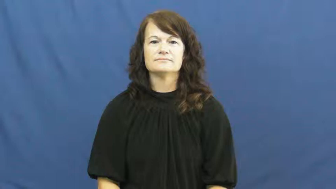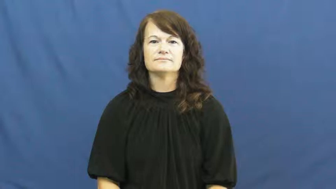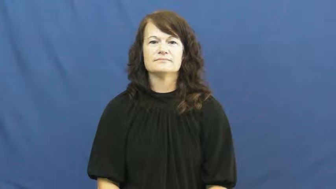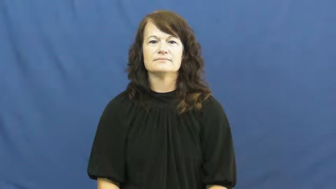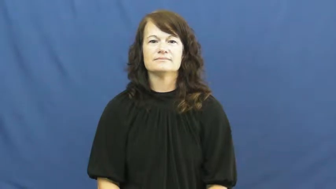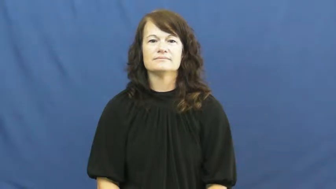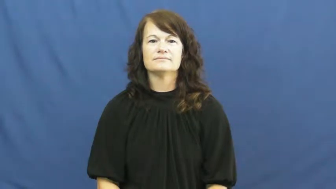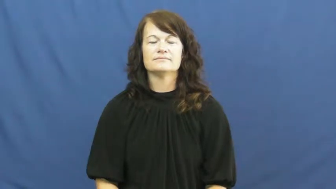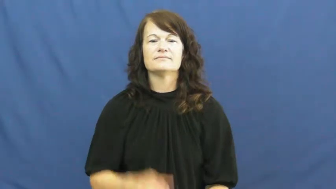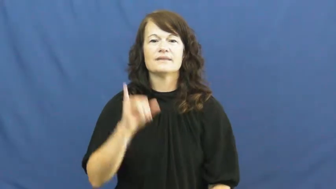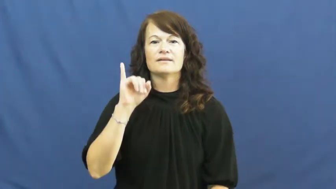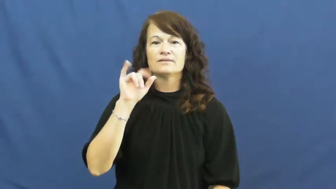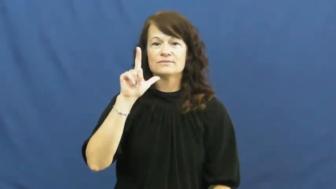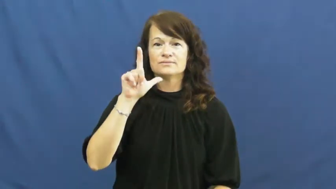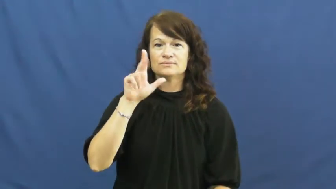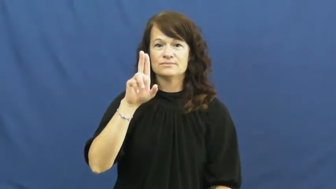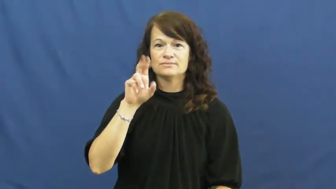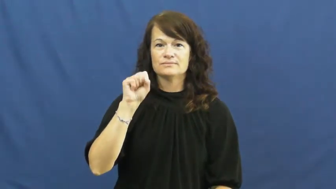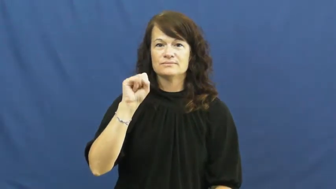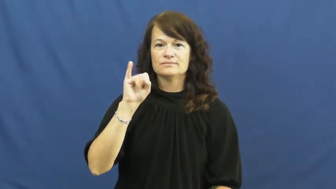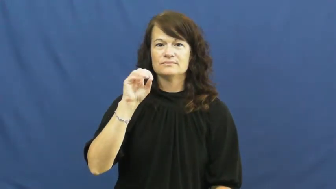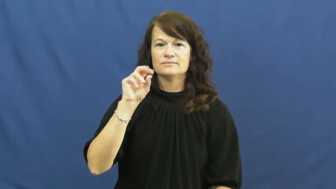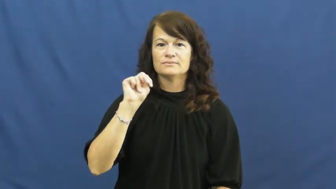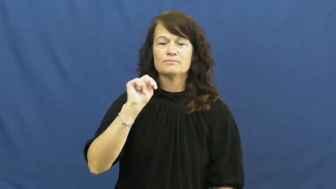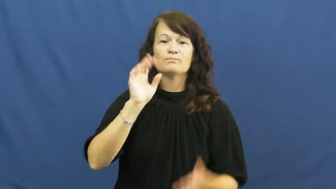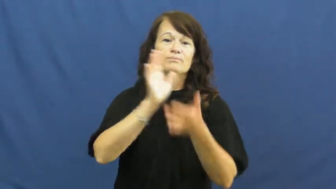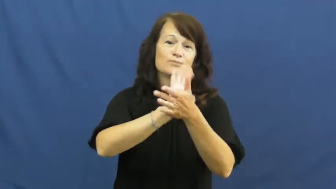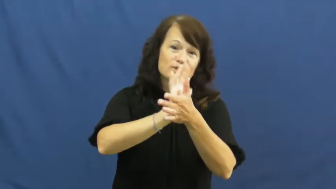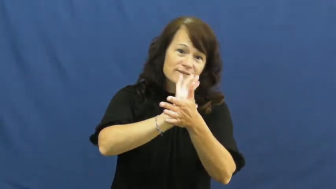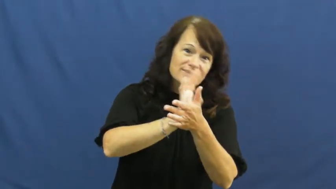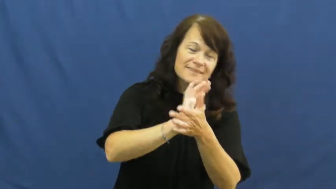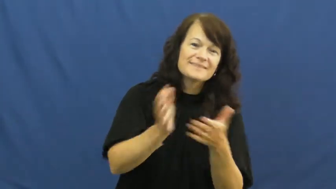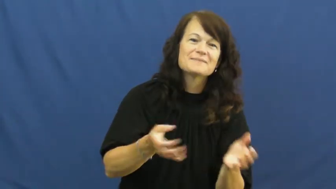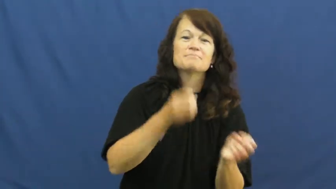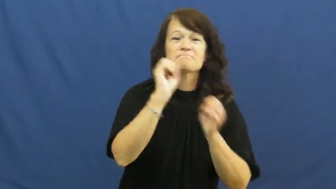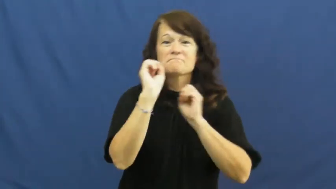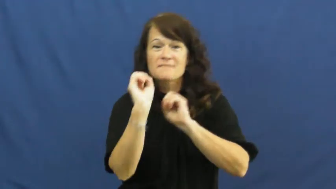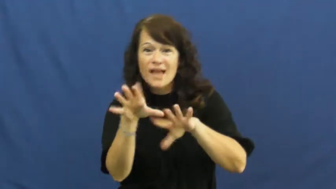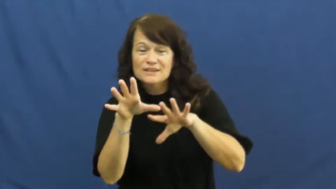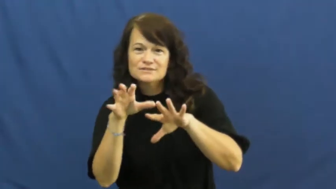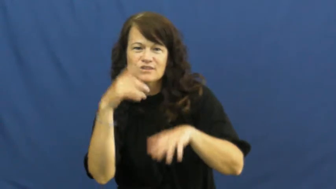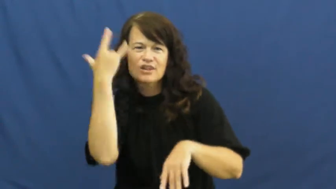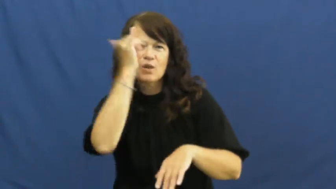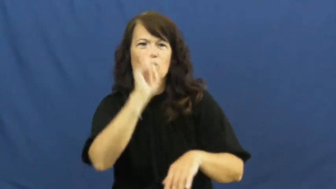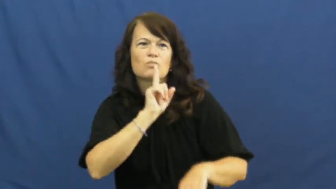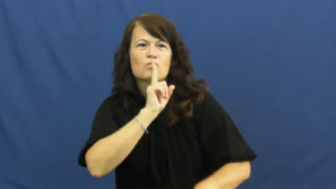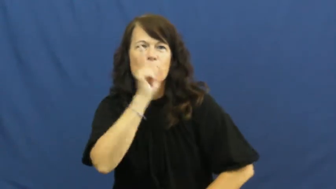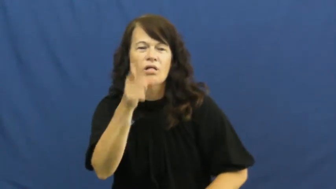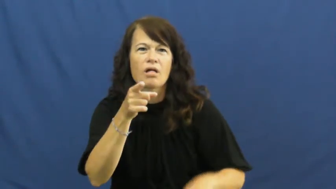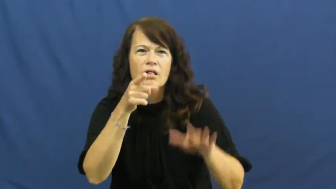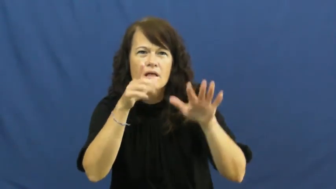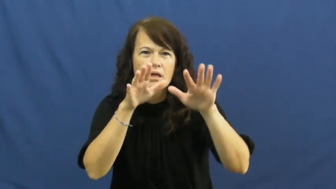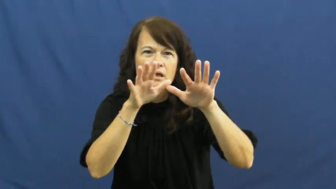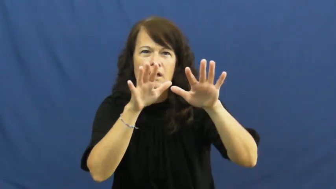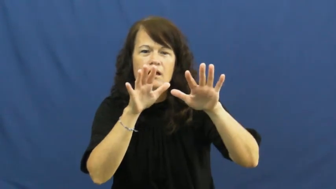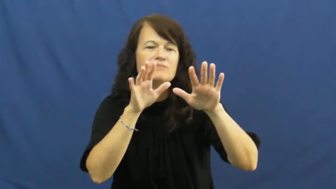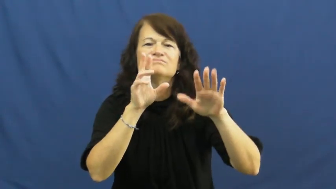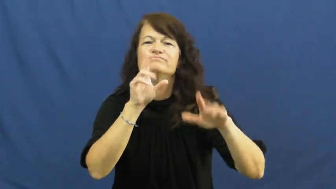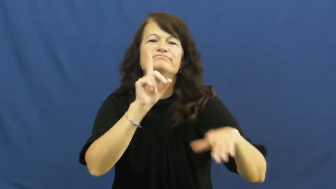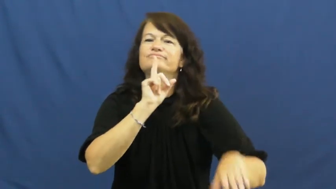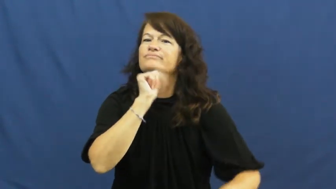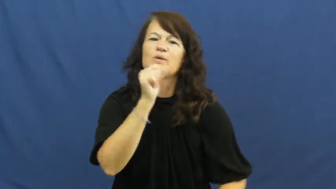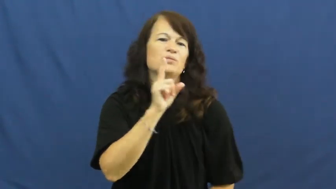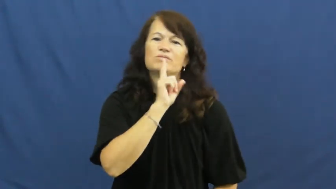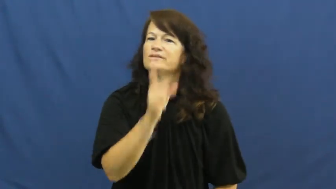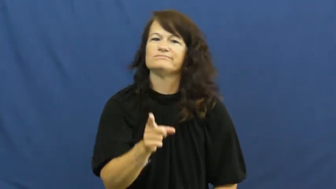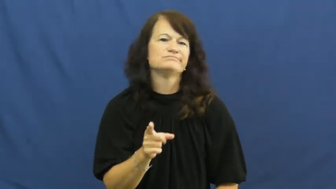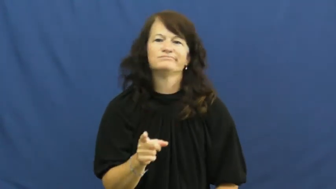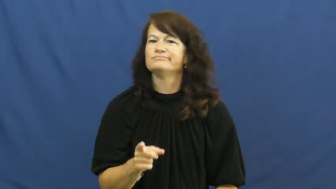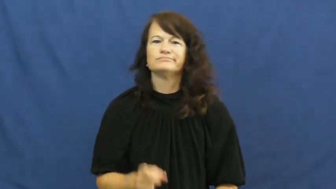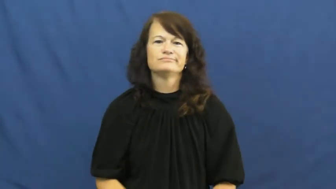illusion